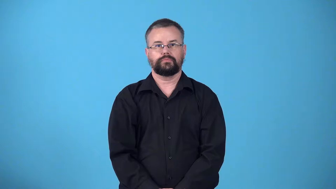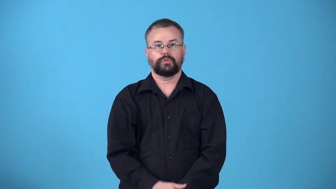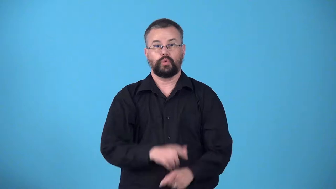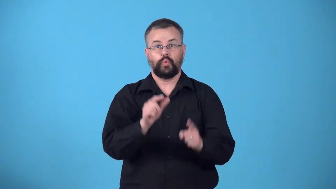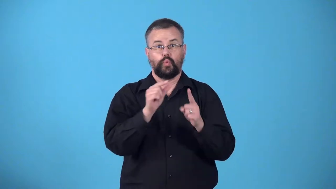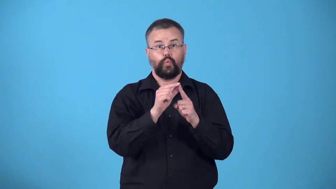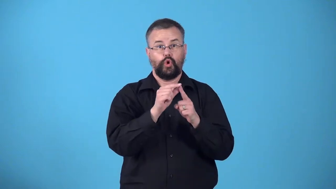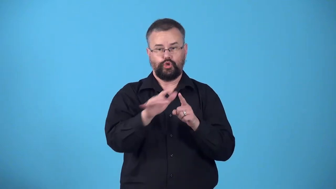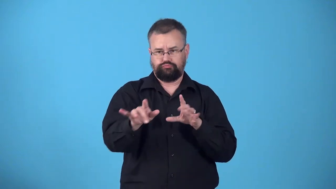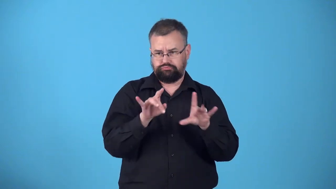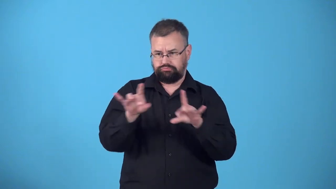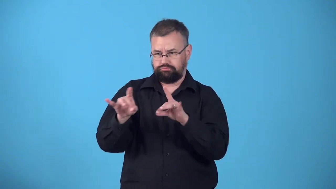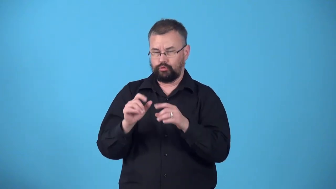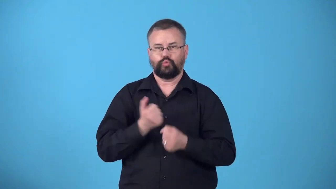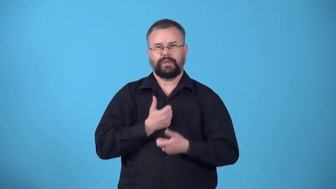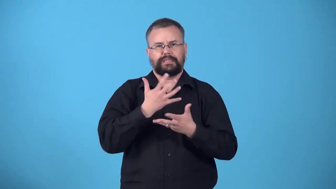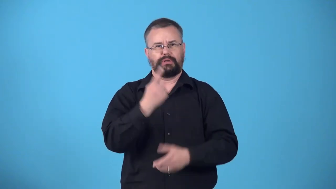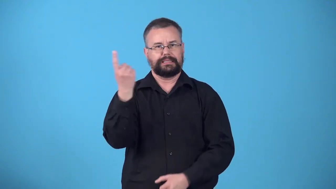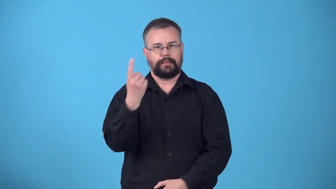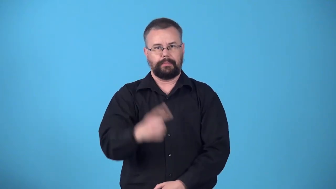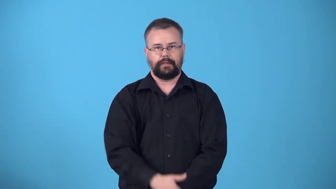word-how you say something